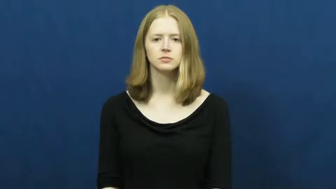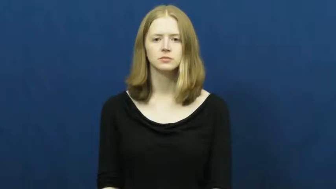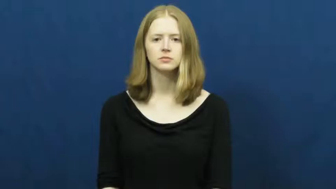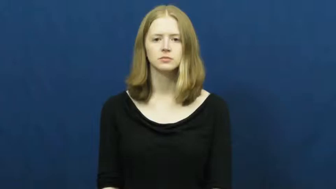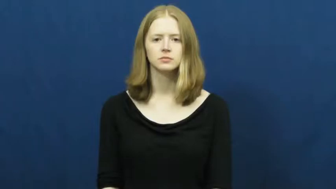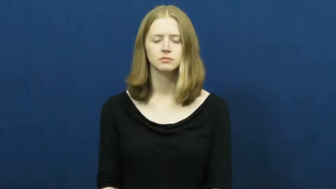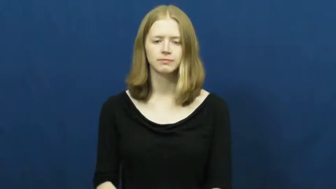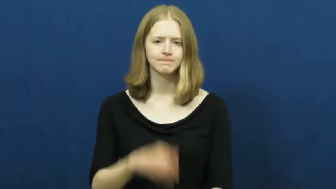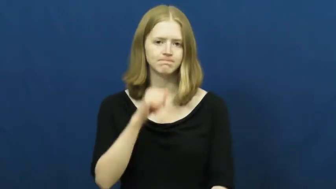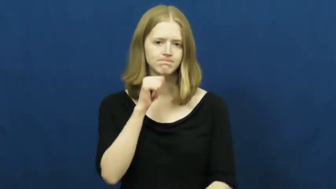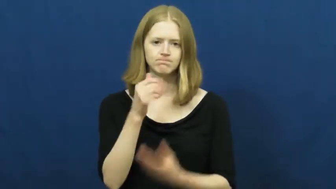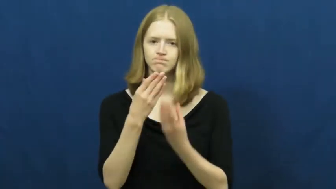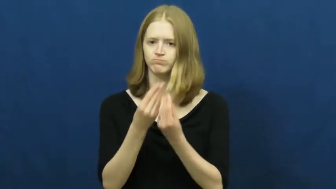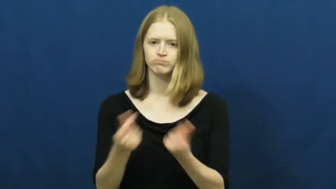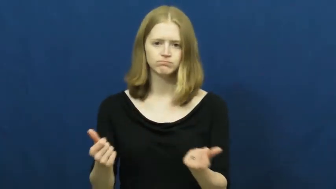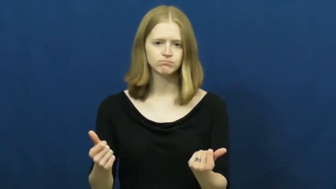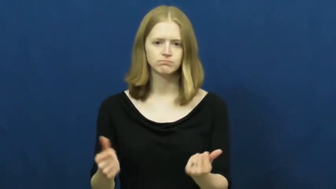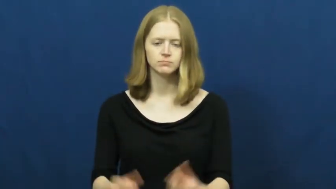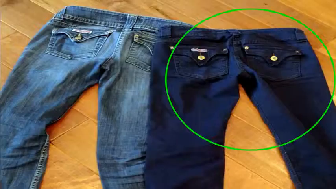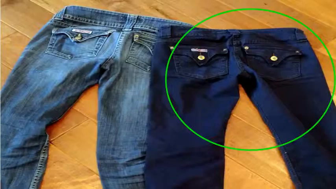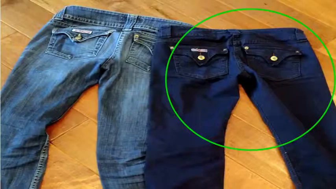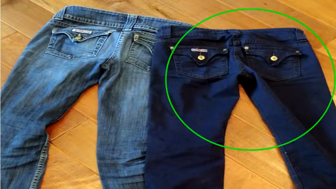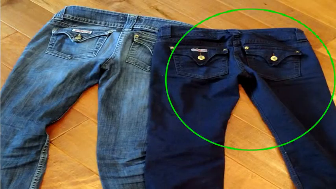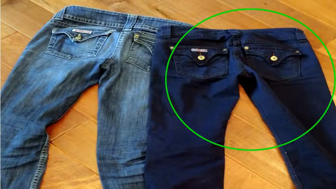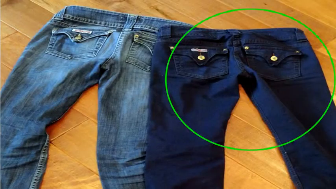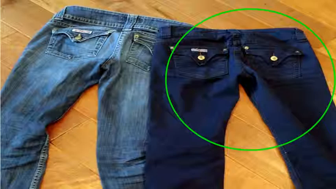fast,colorfast